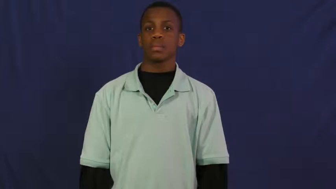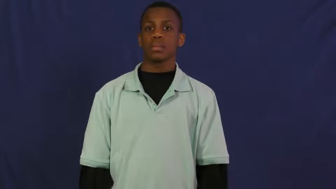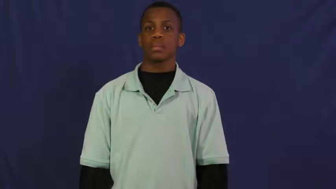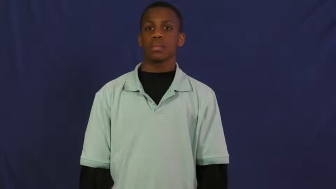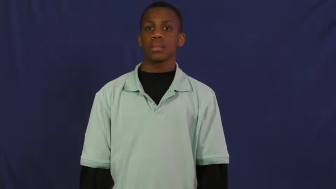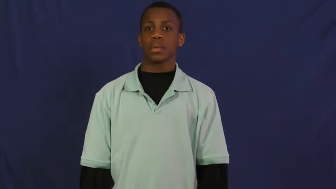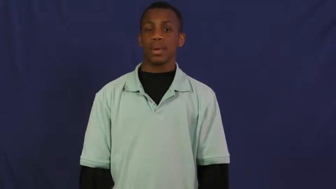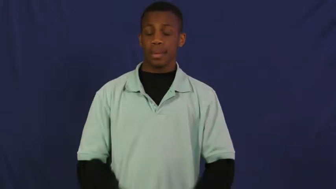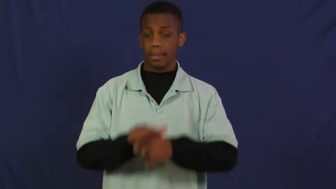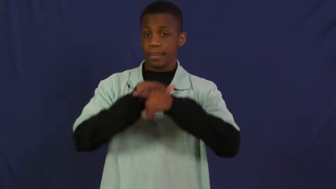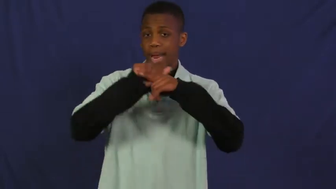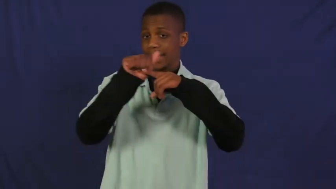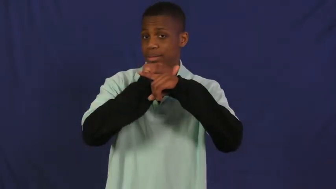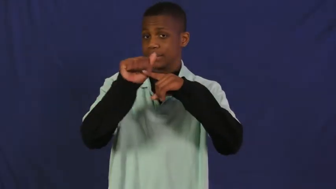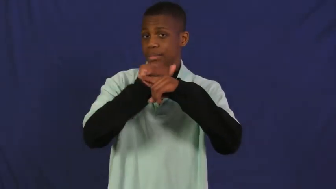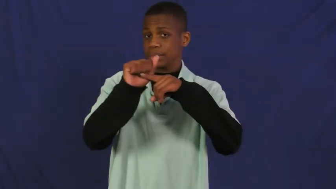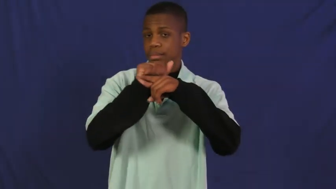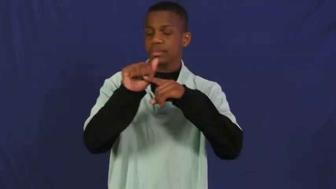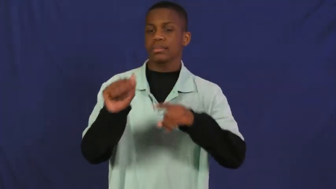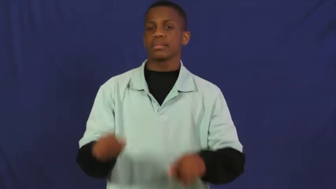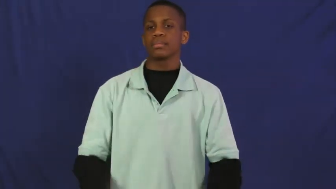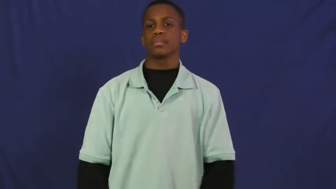run through-practice